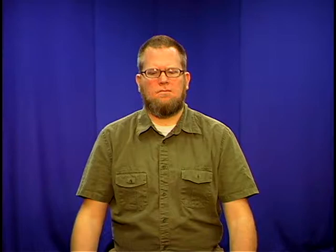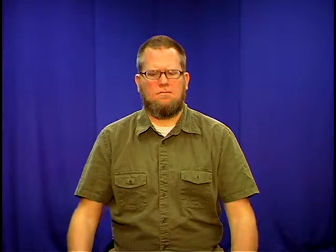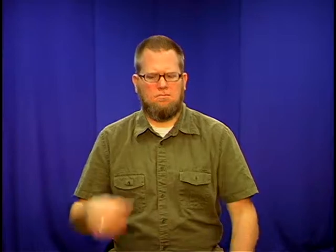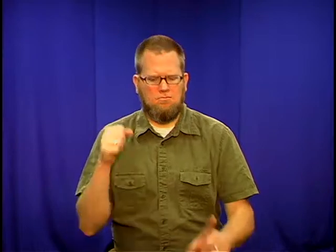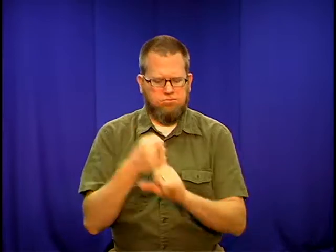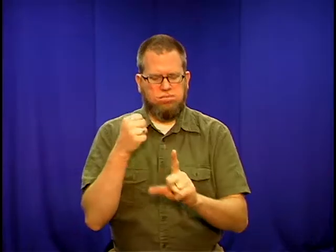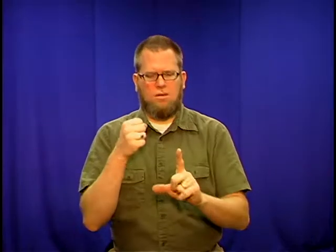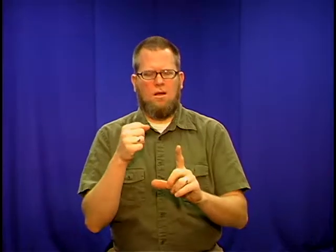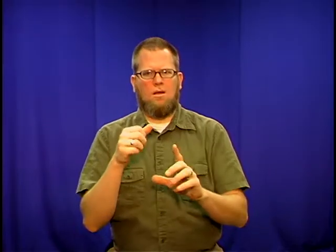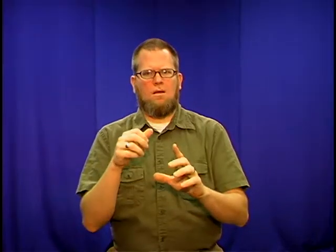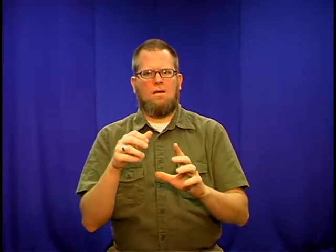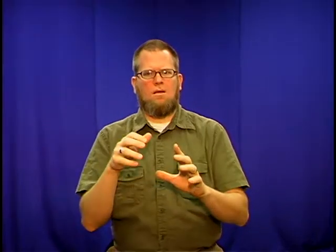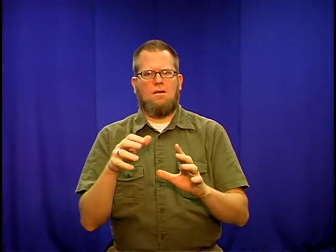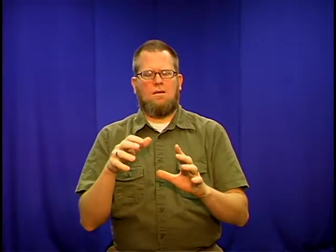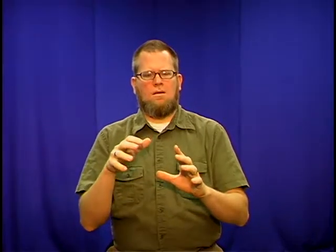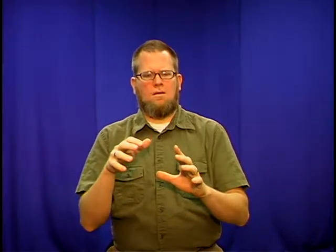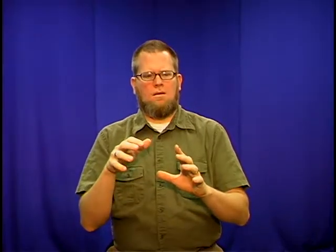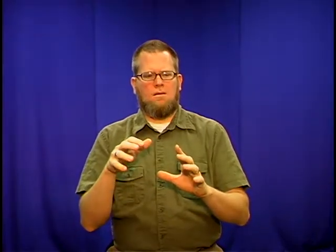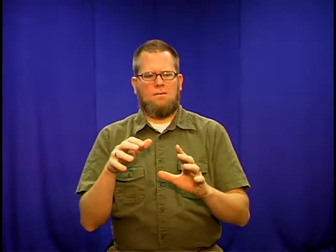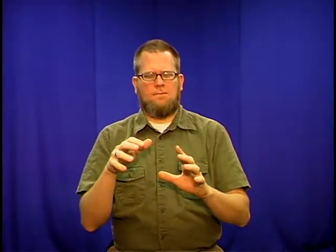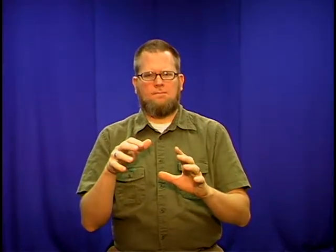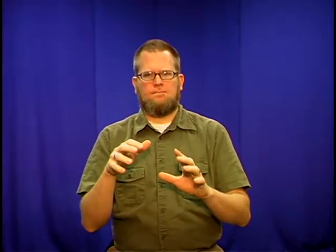stricken